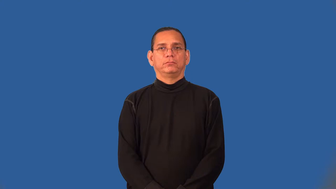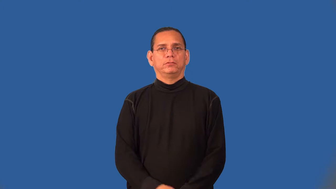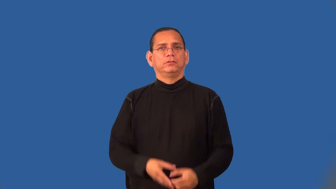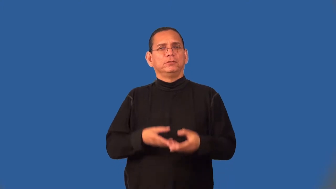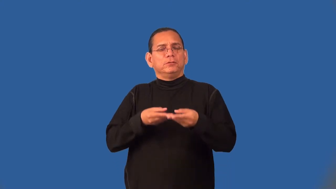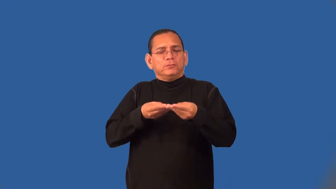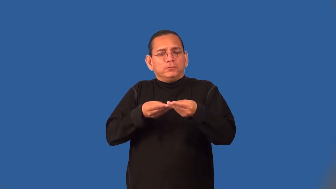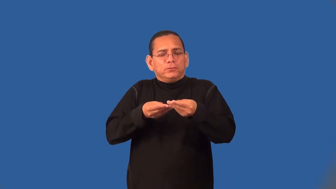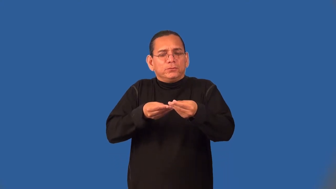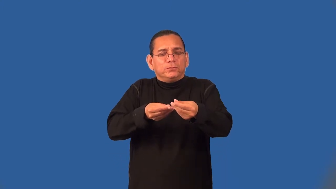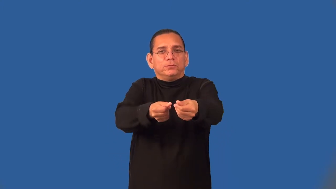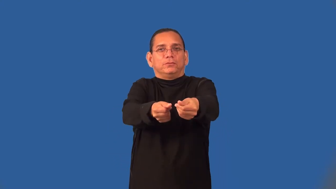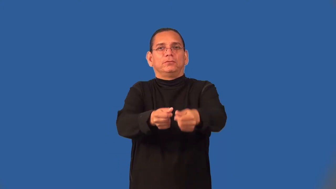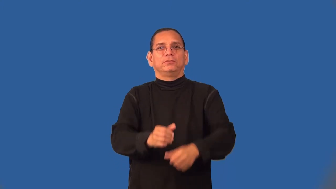seamless,fluid-smooth